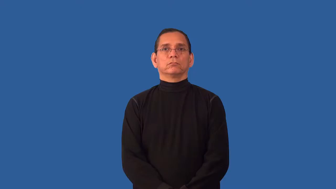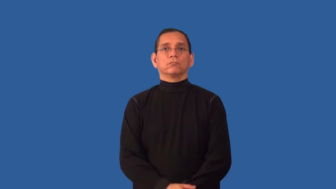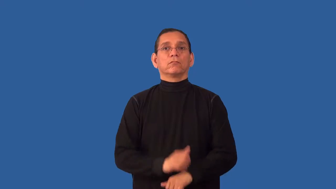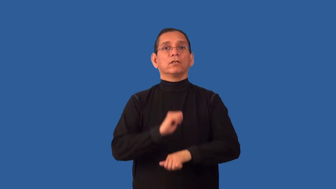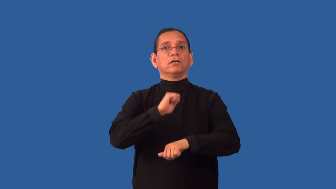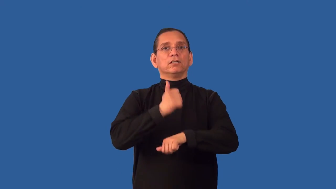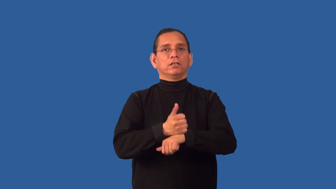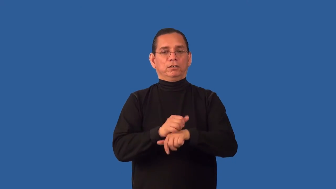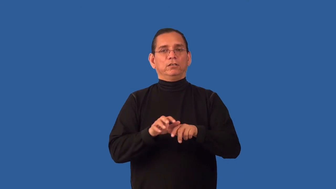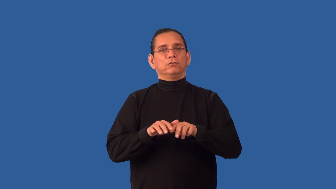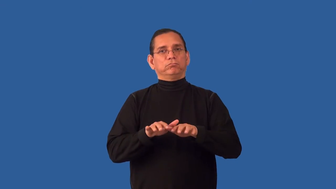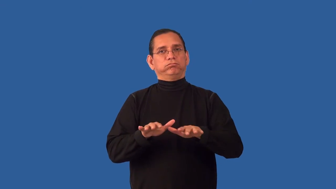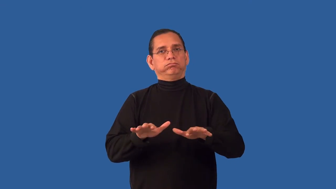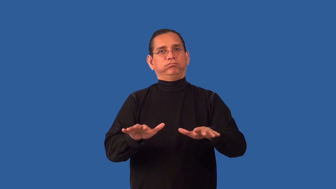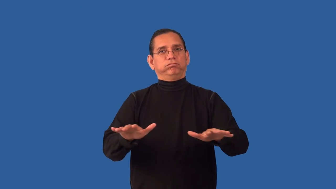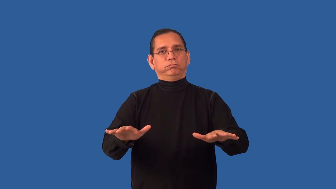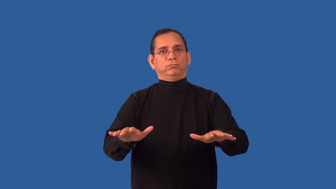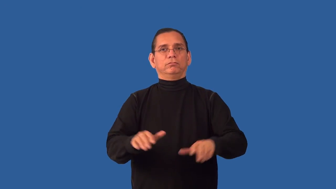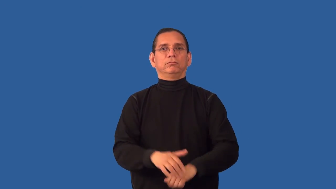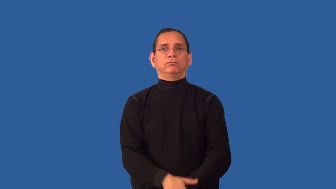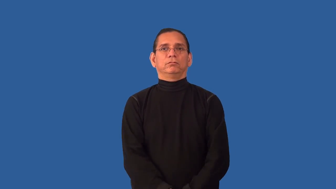unconsolidated